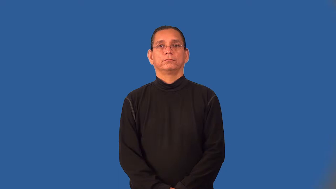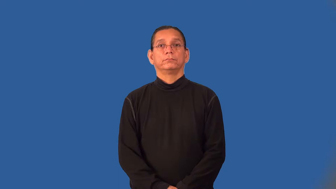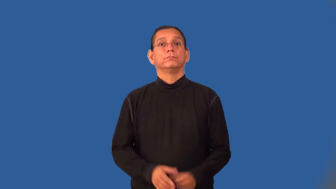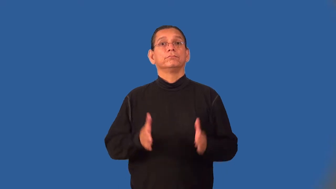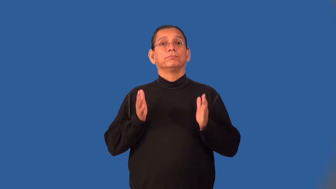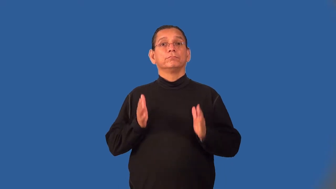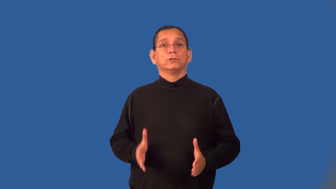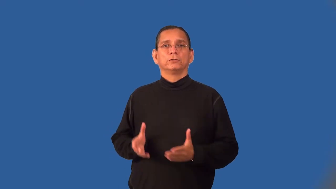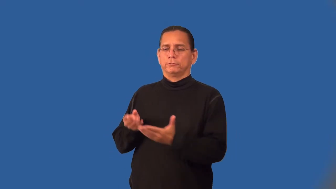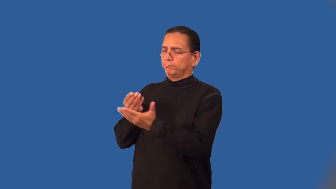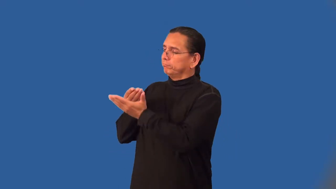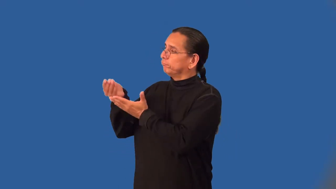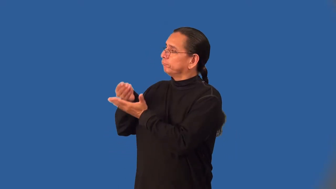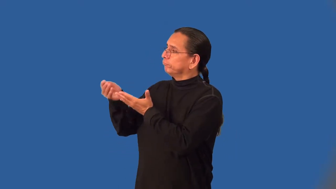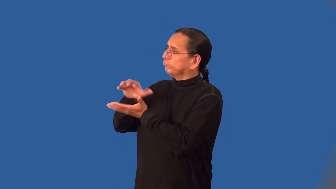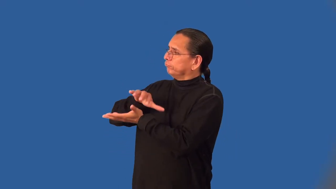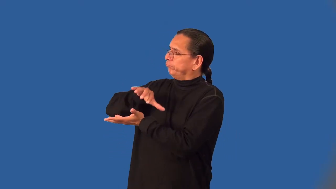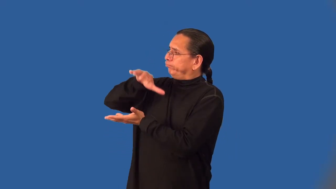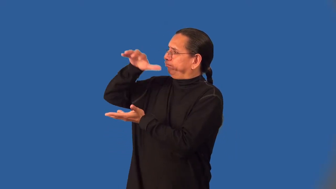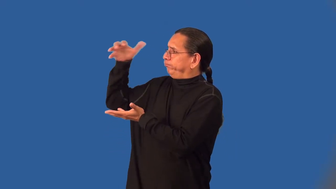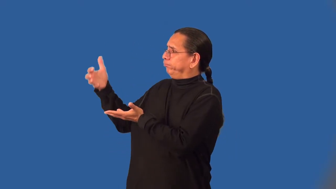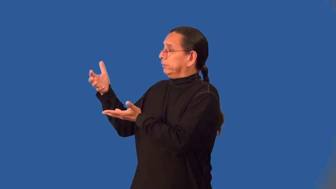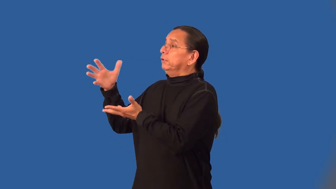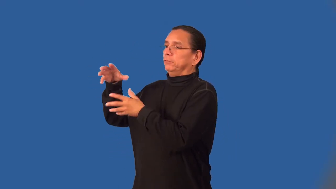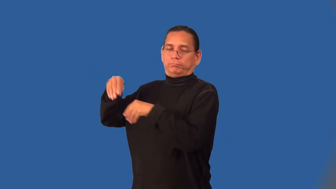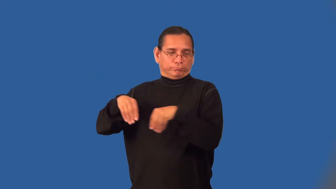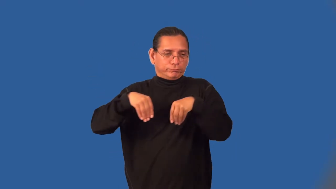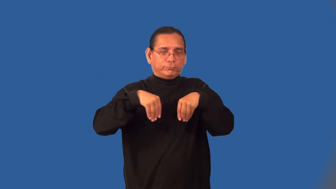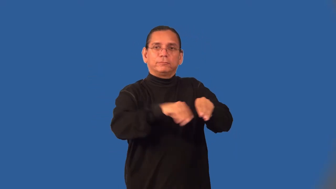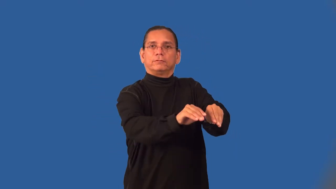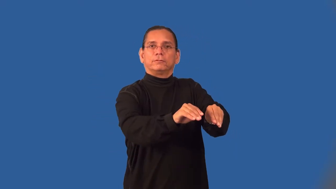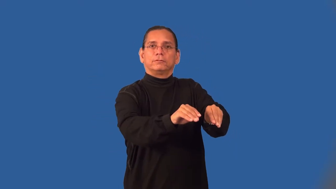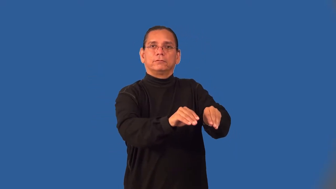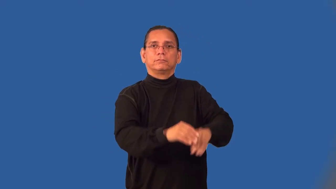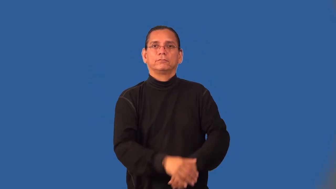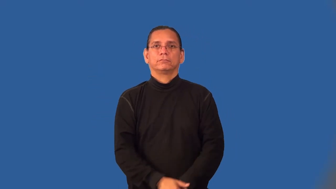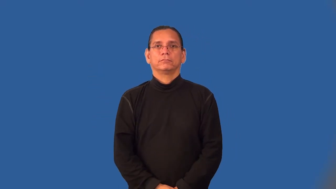wholesaler